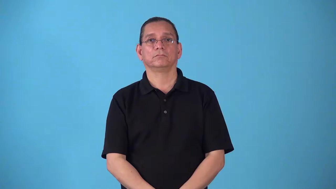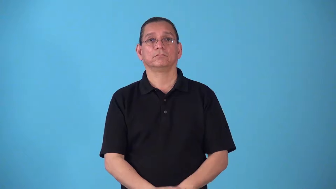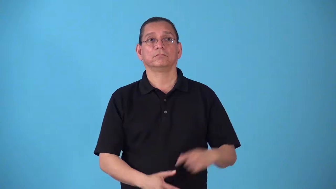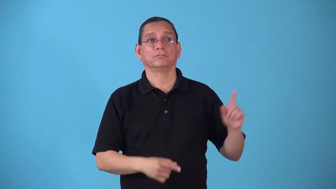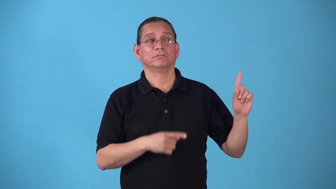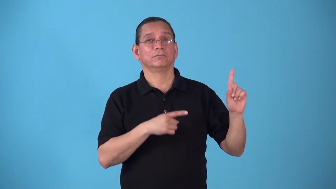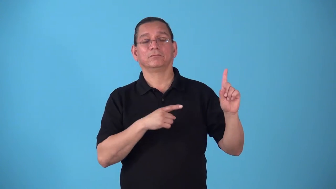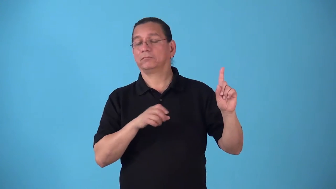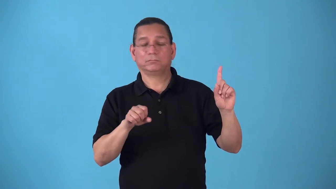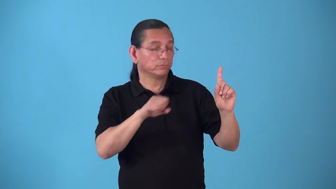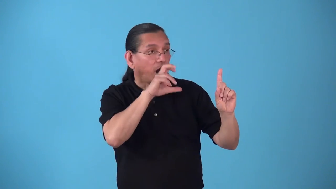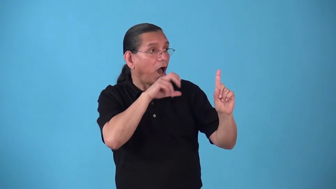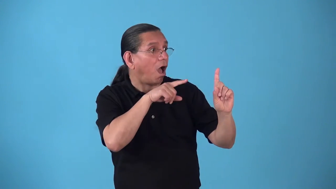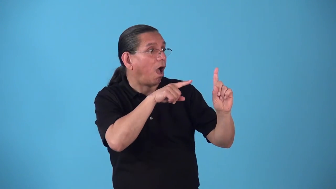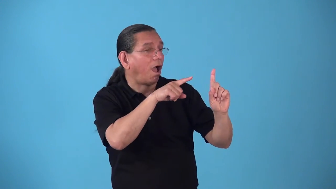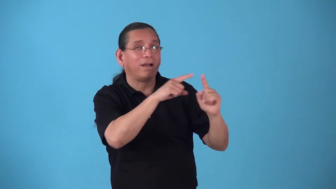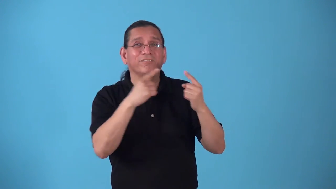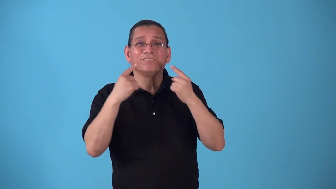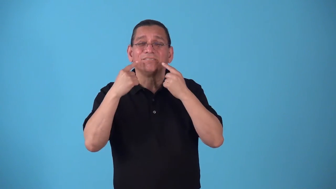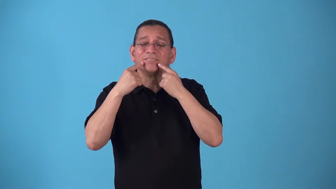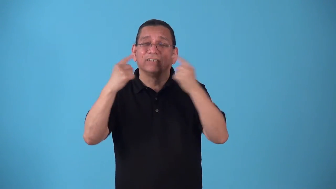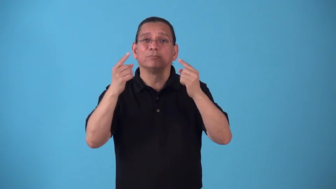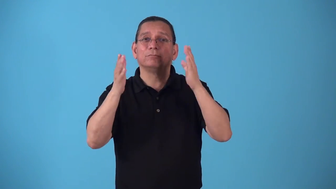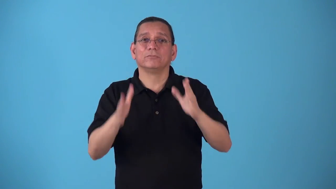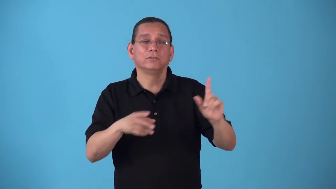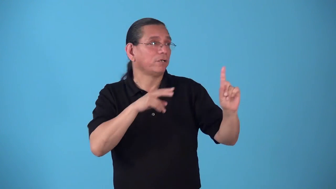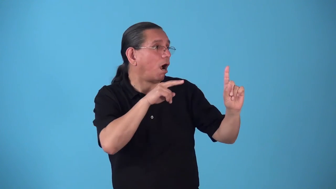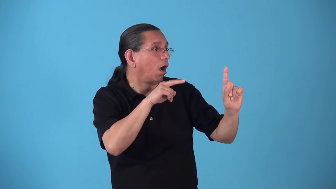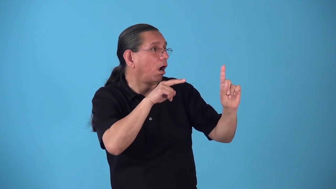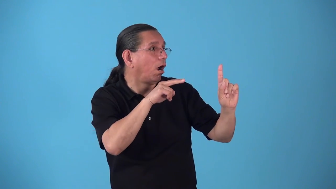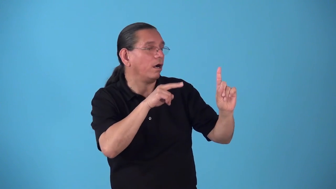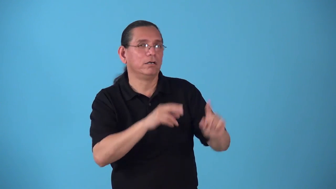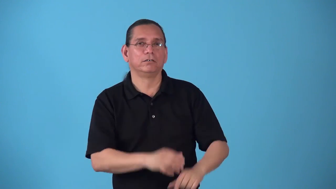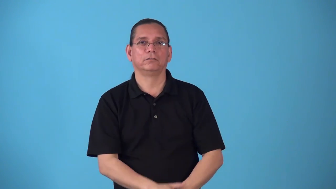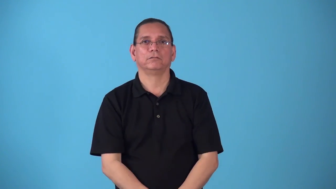starstruck